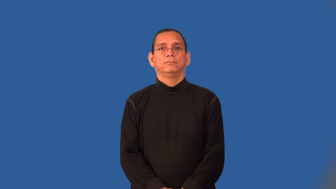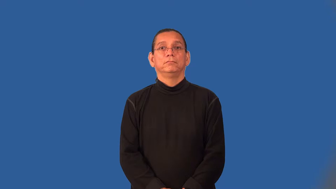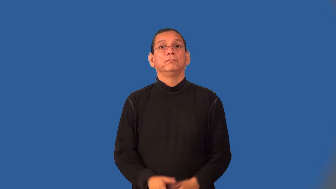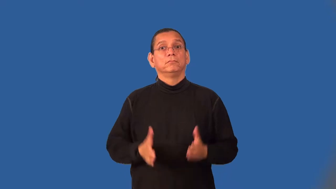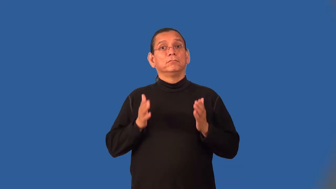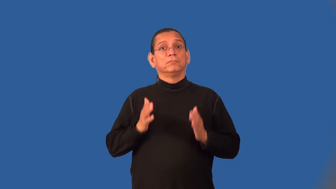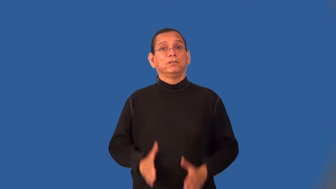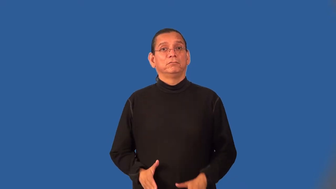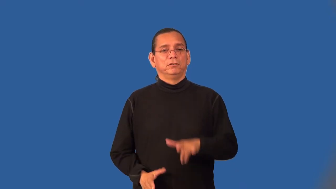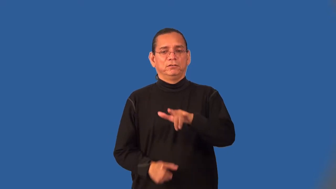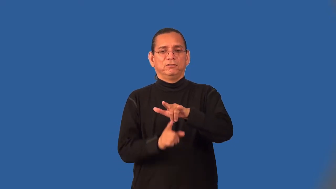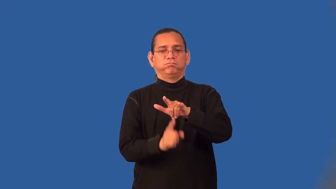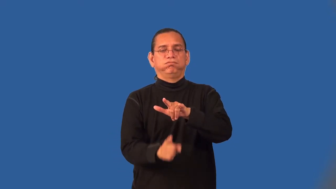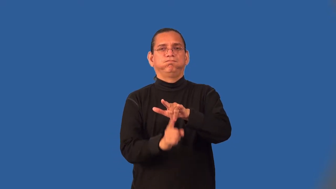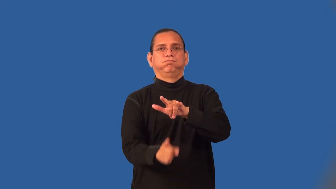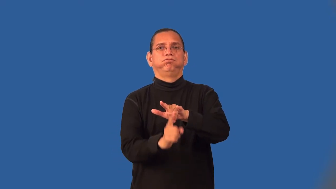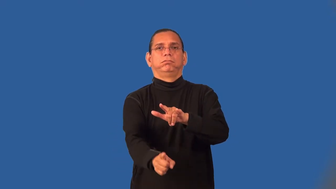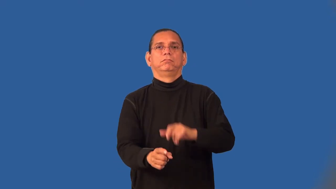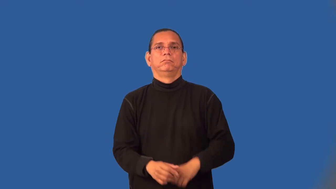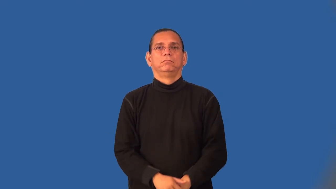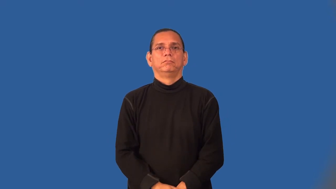bombardier